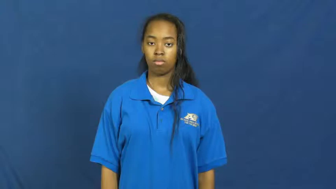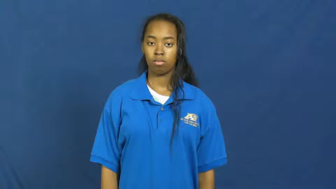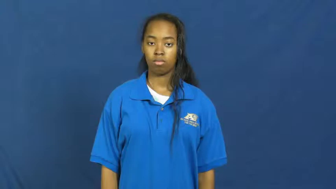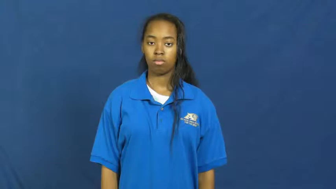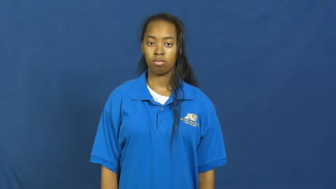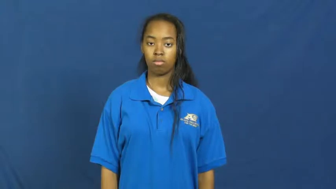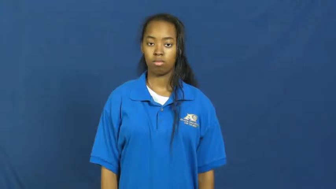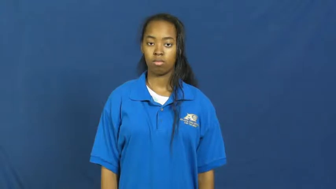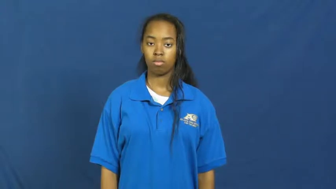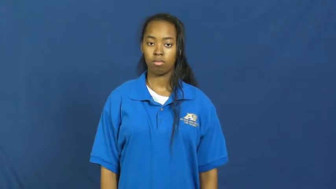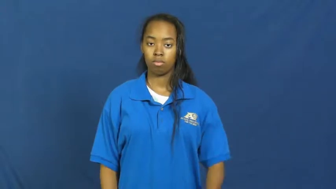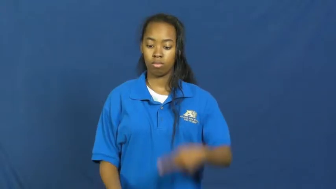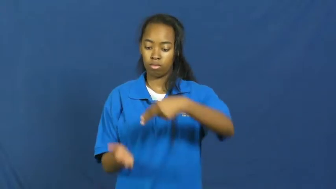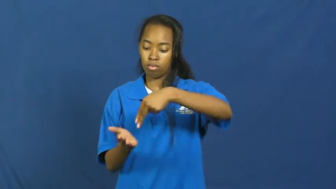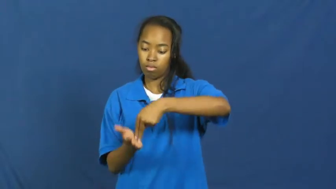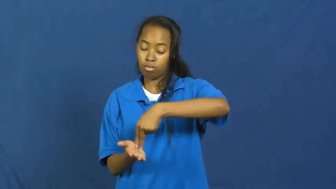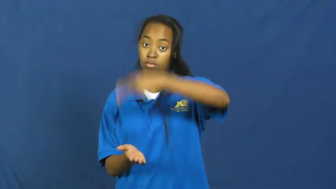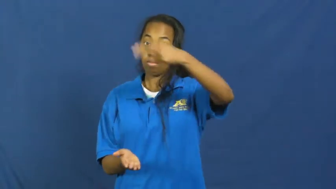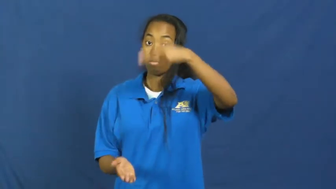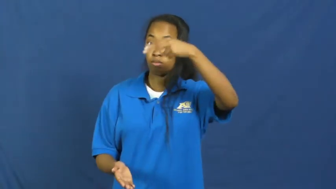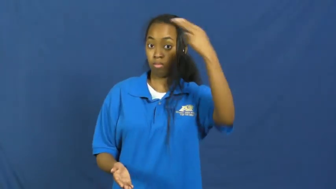acrobatic